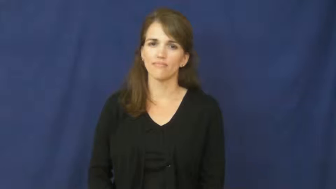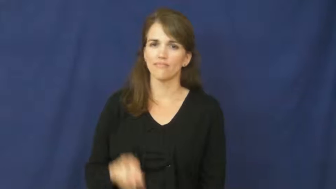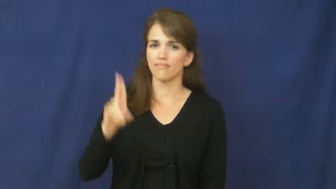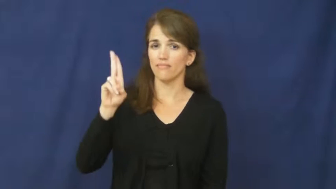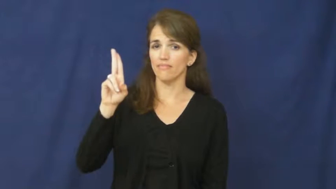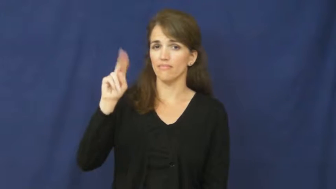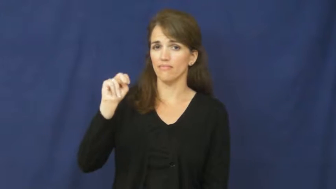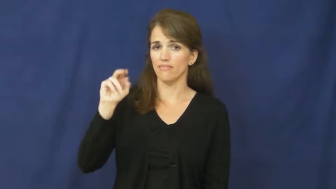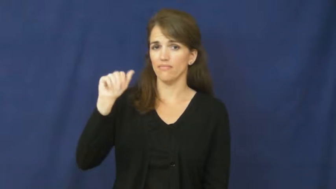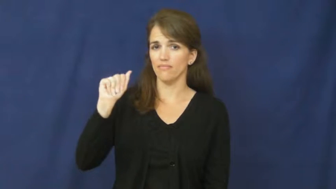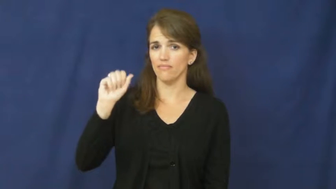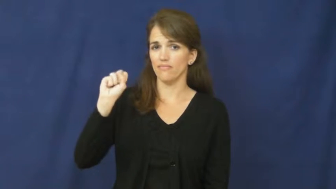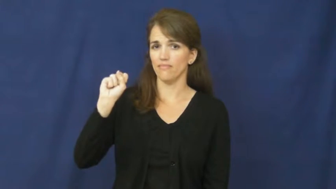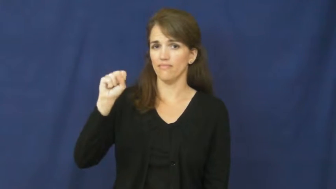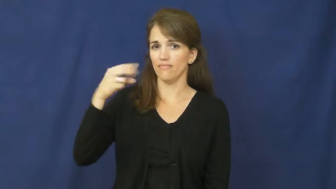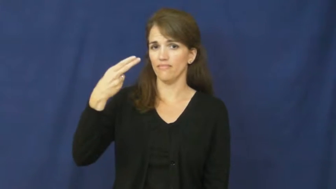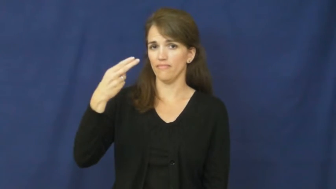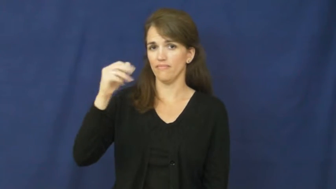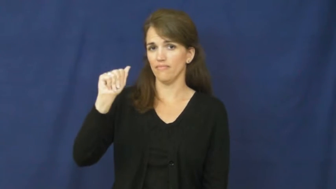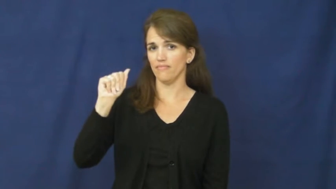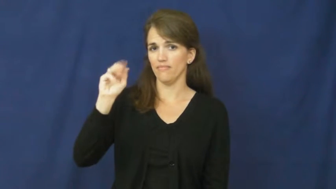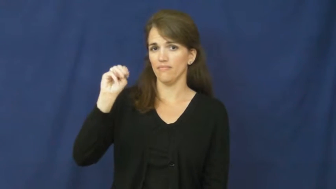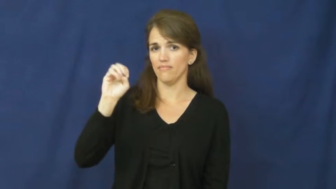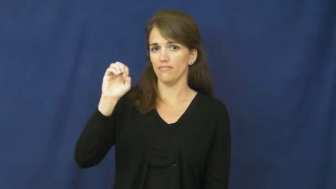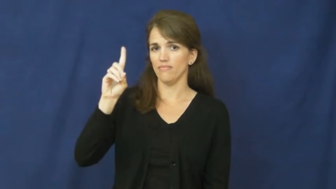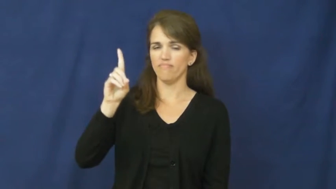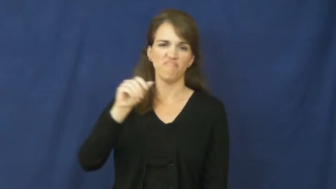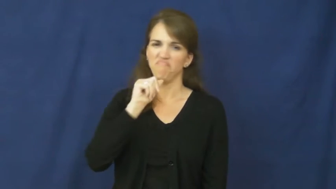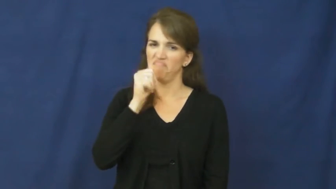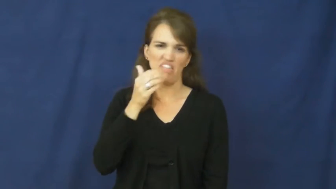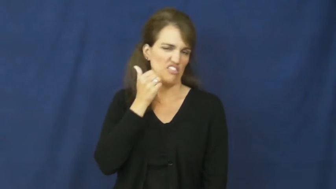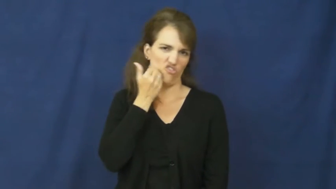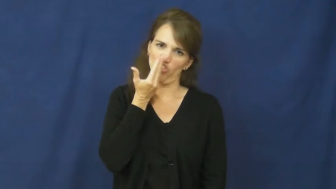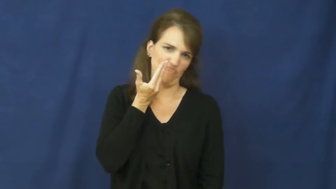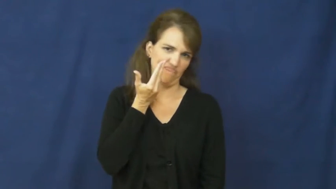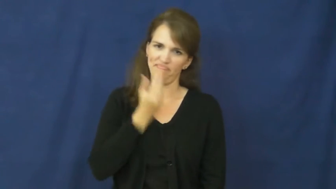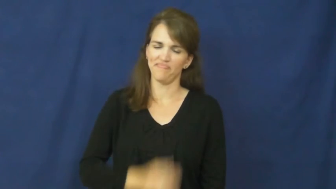unashamed